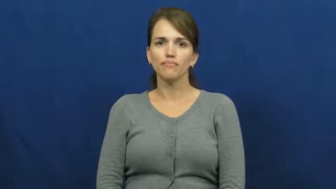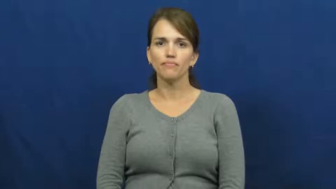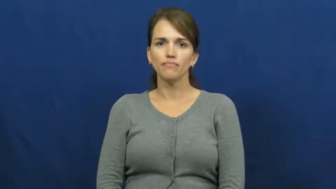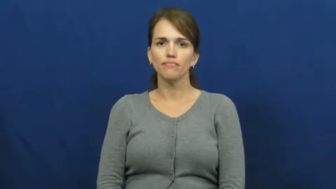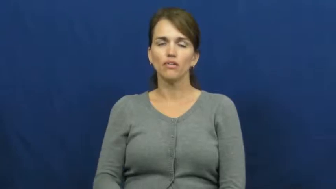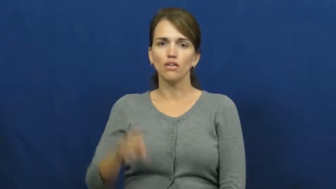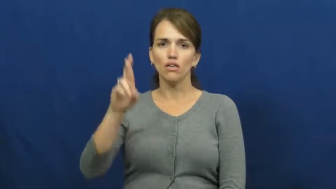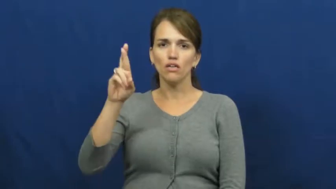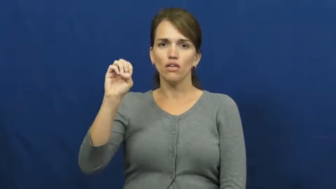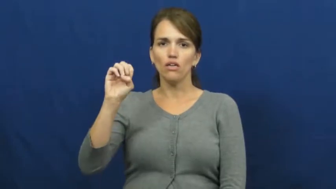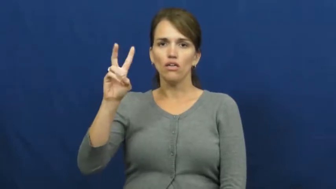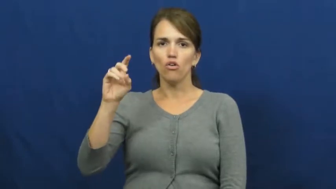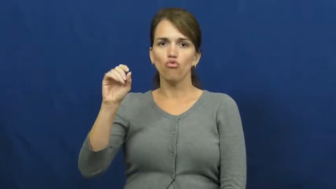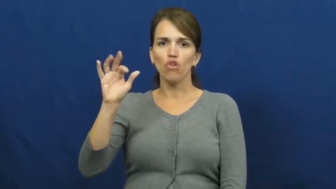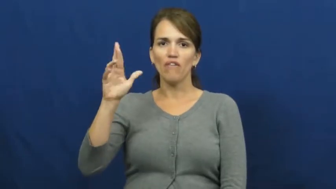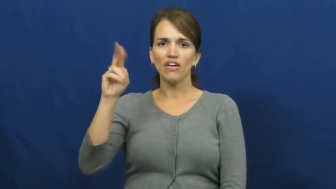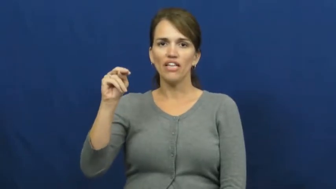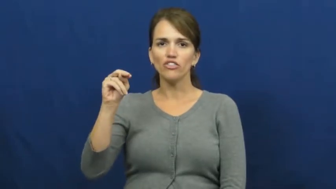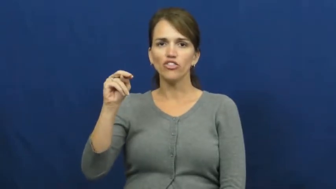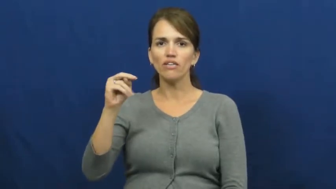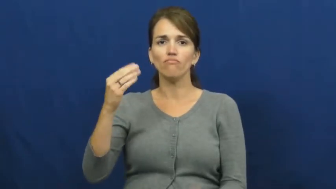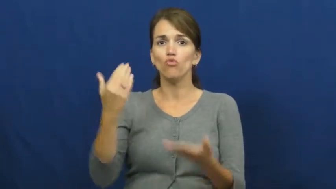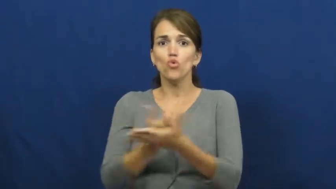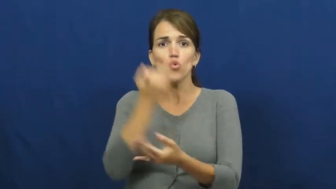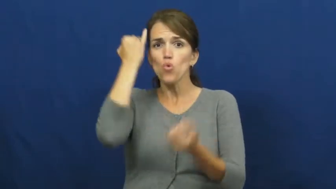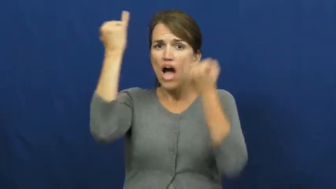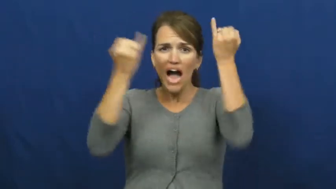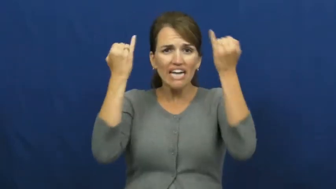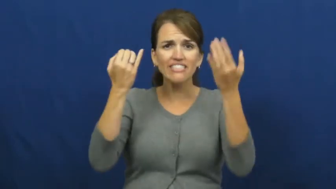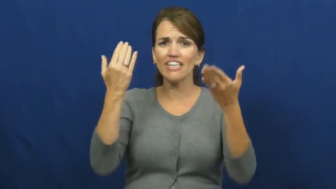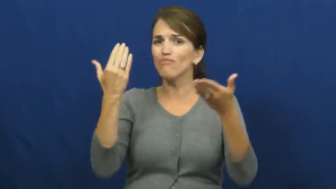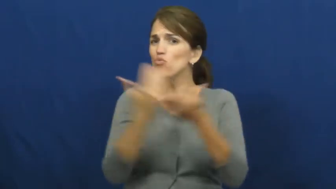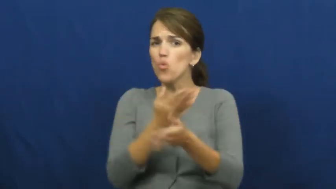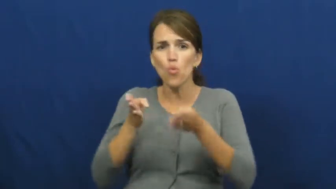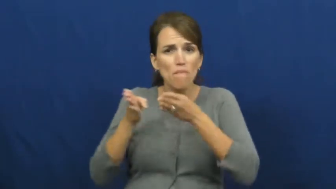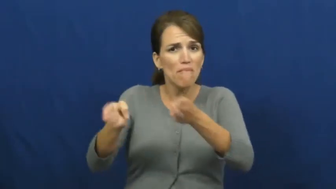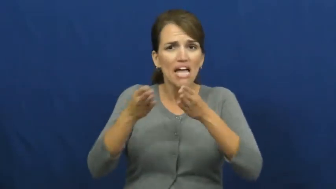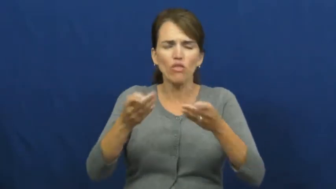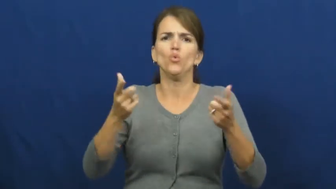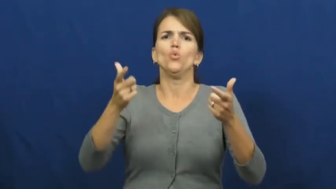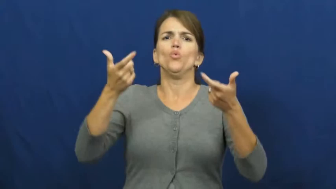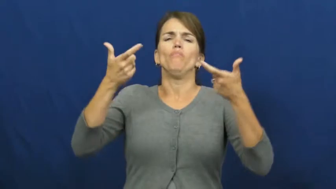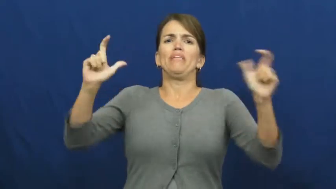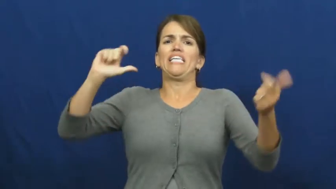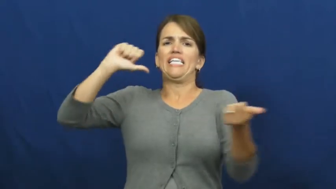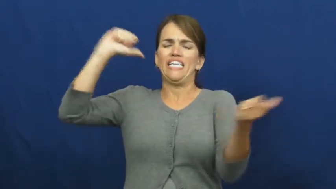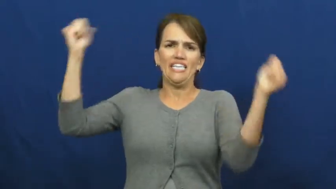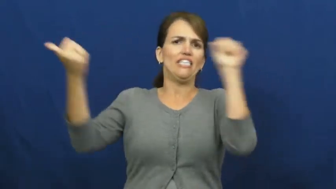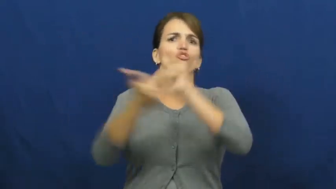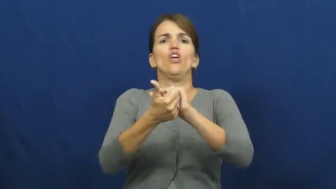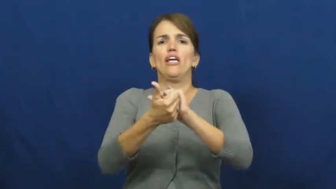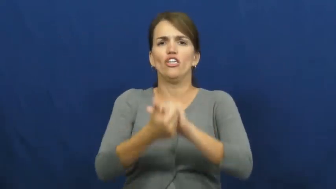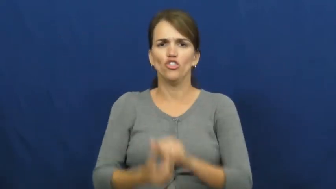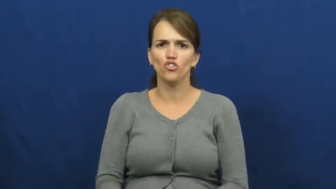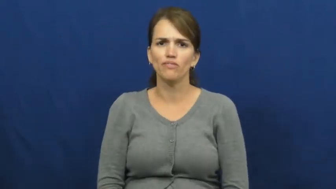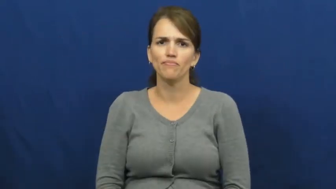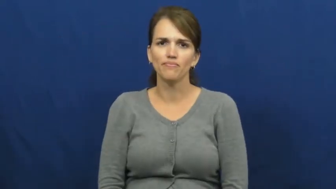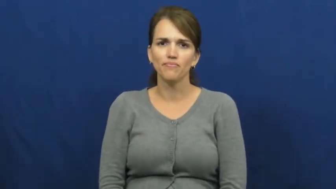revolution-change